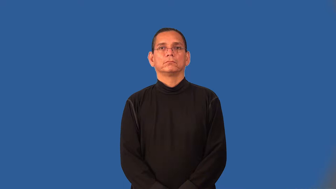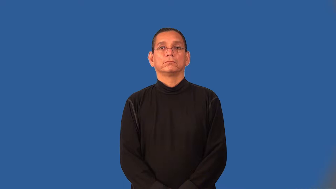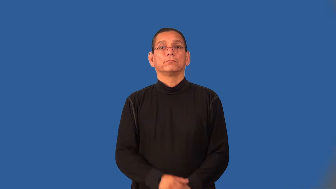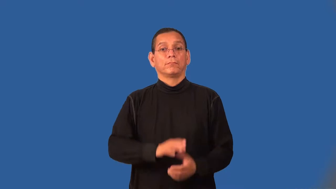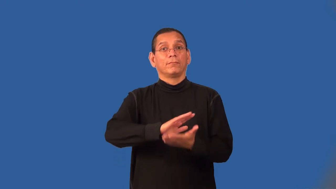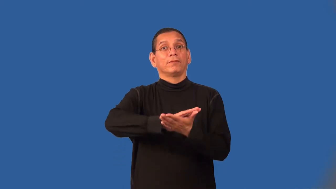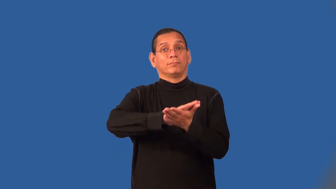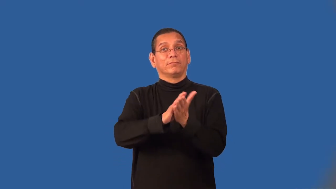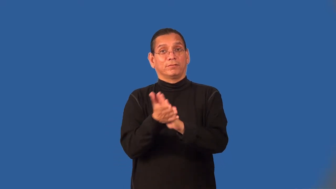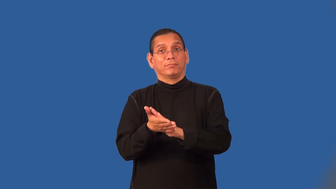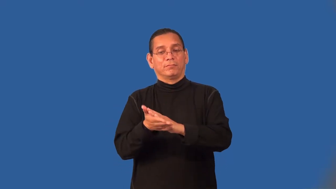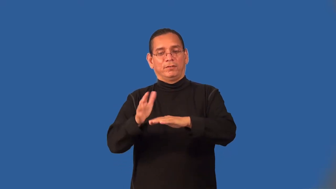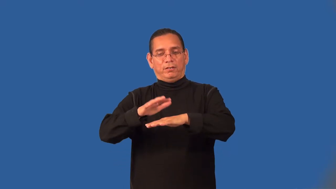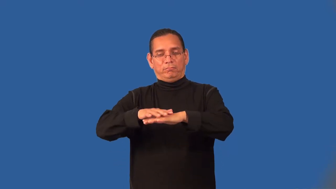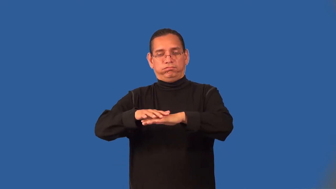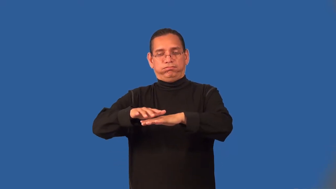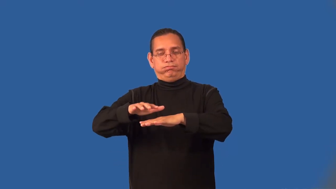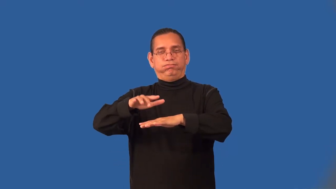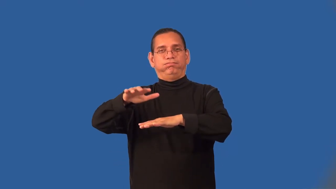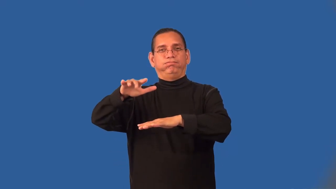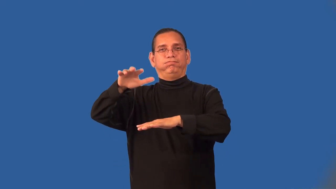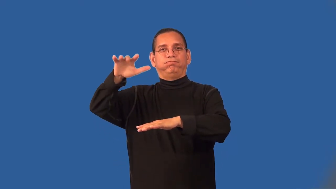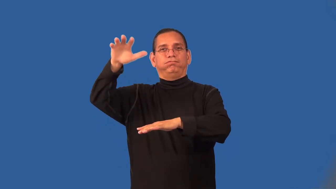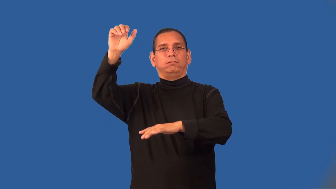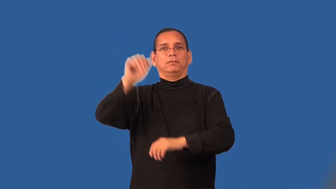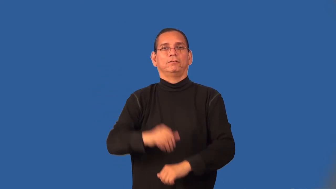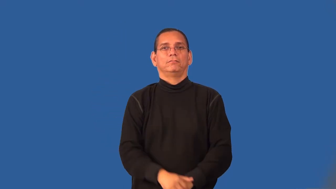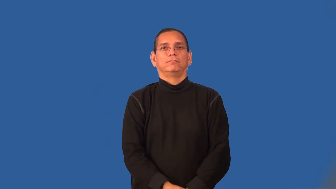vaporize